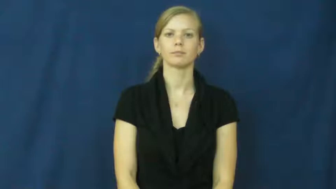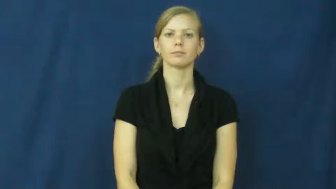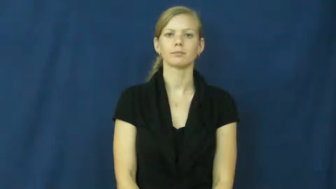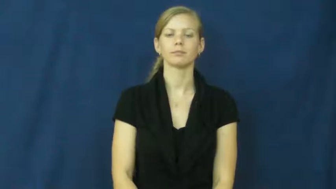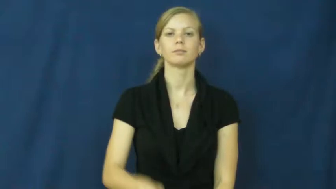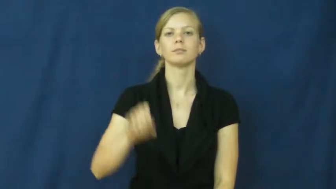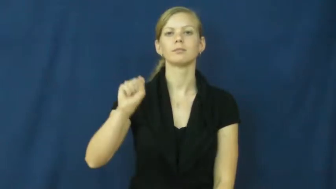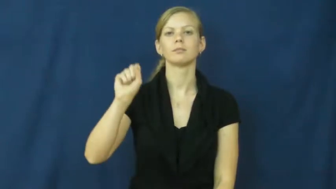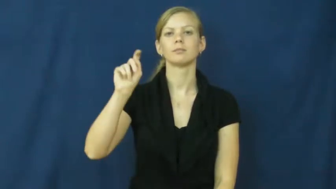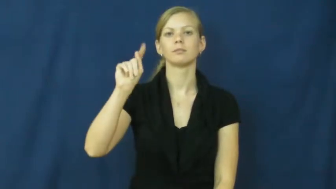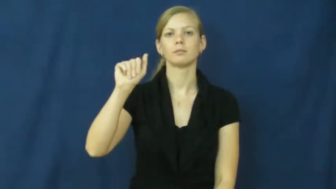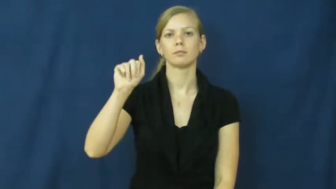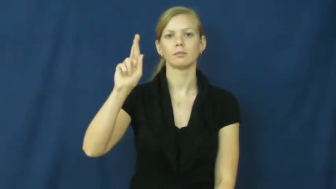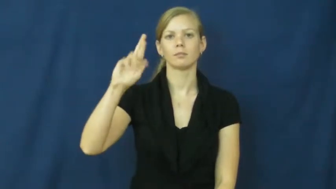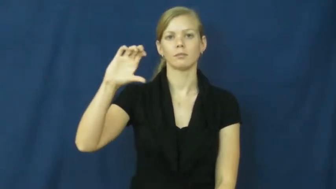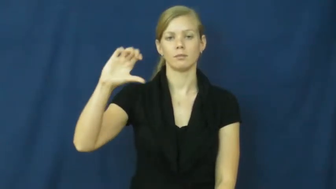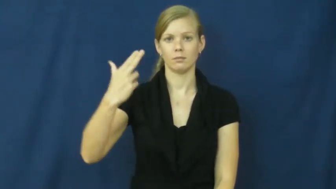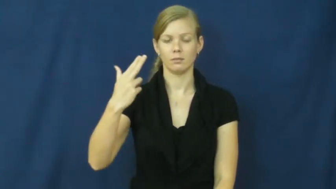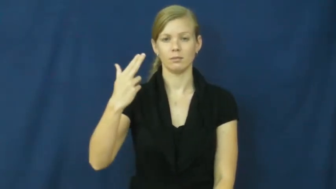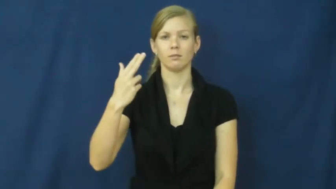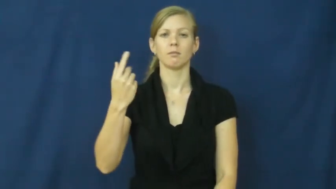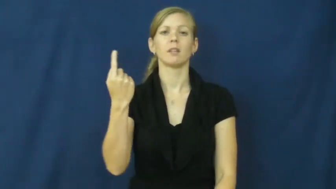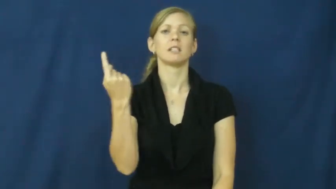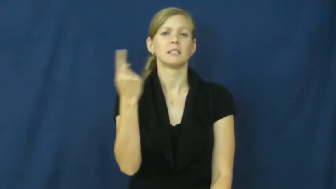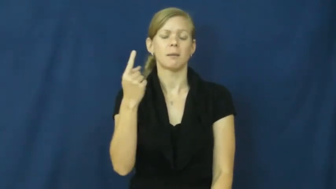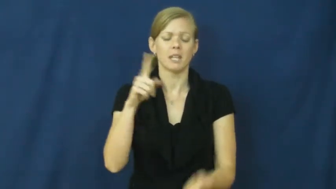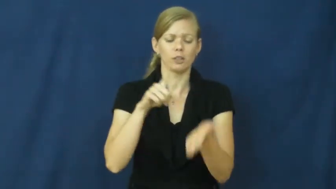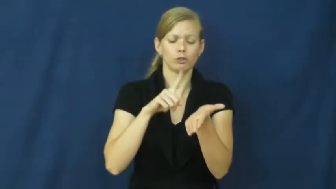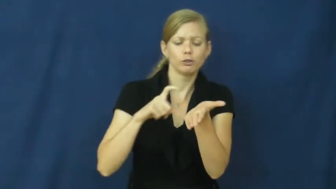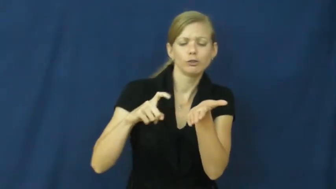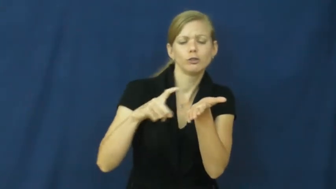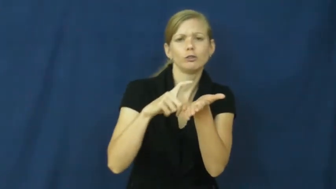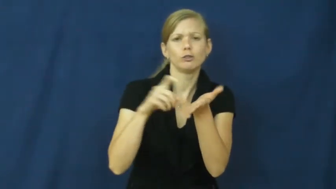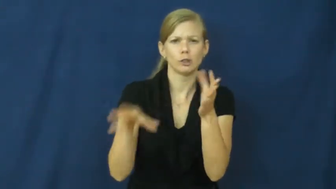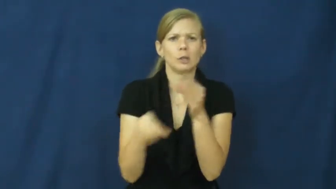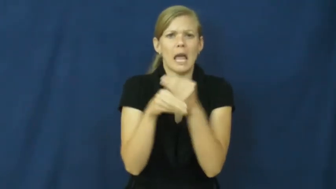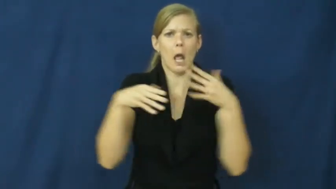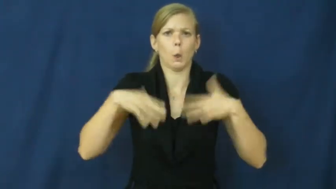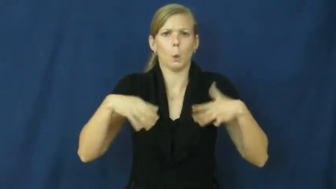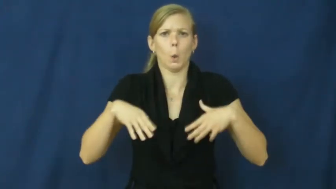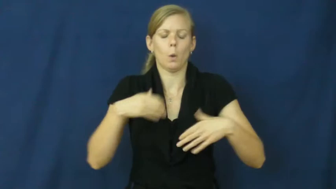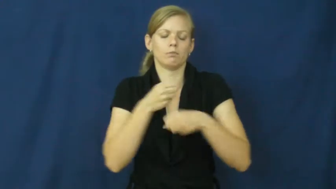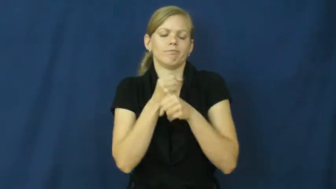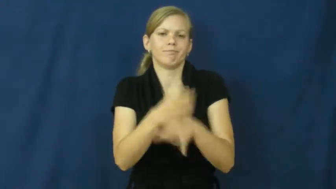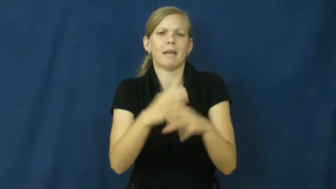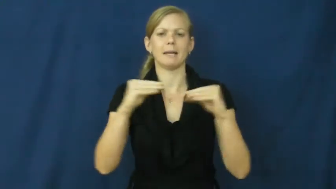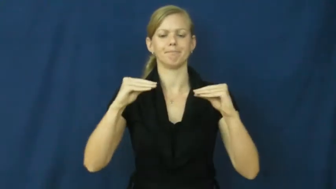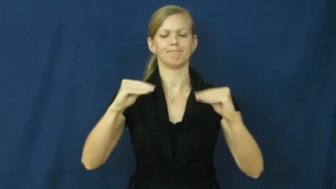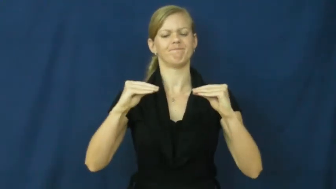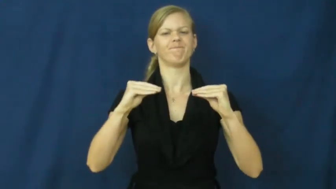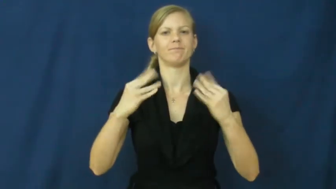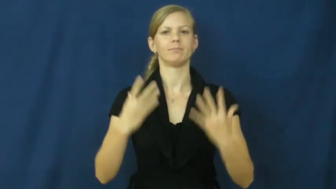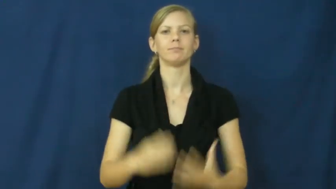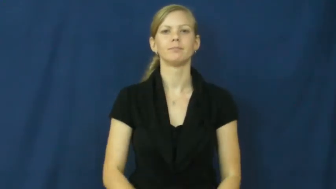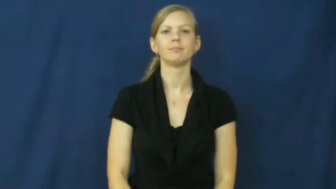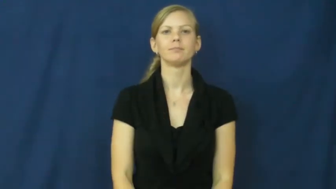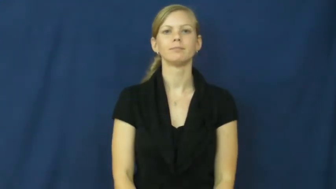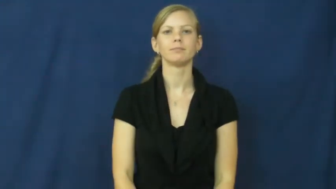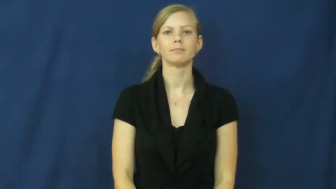starch-clothes stiff